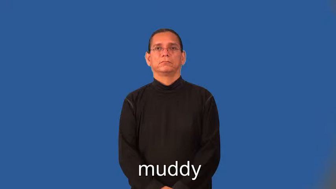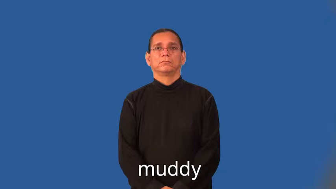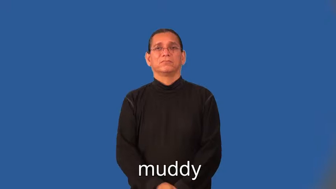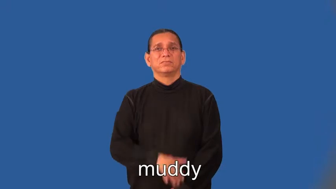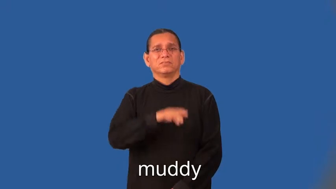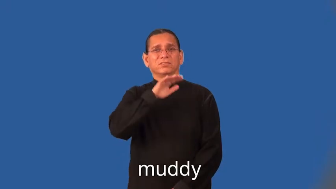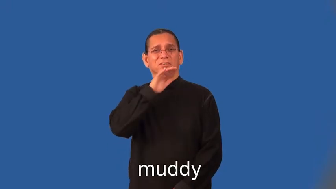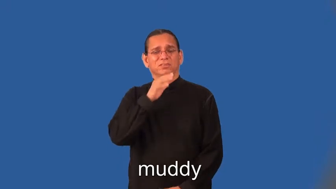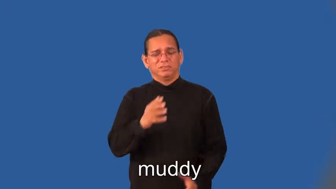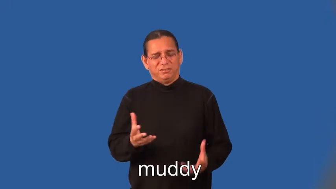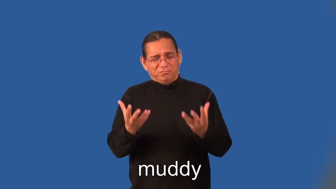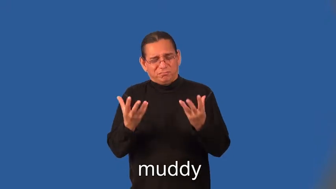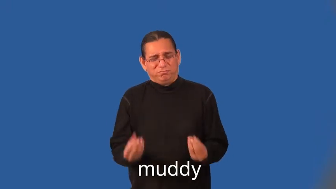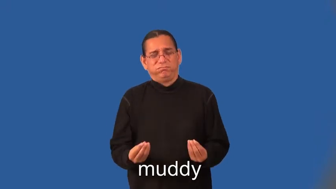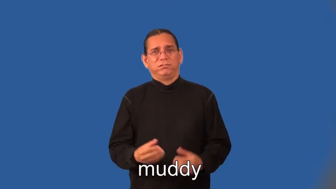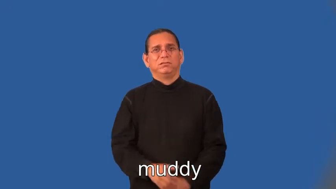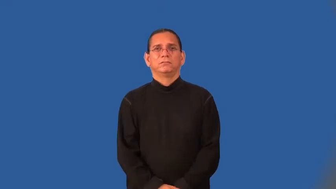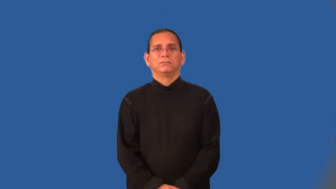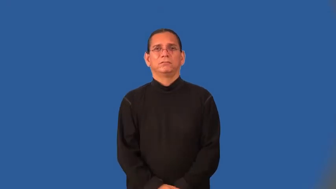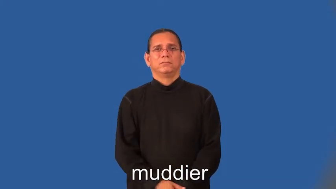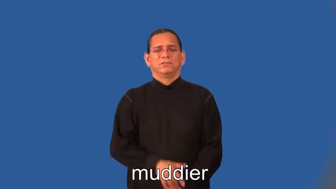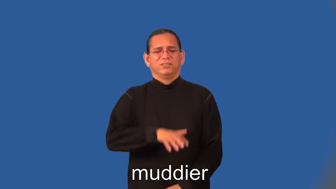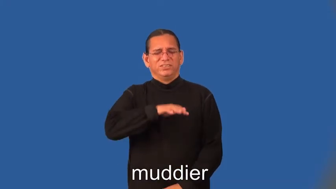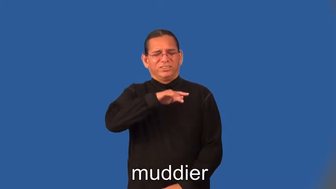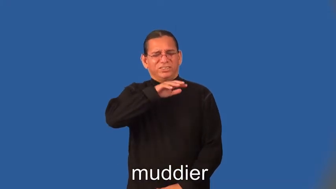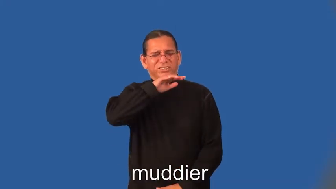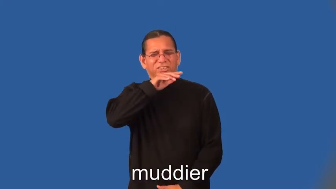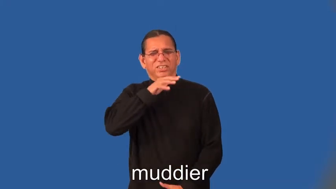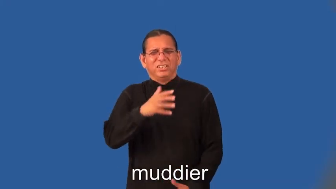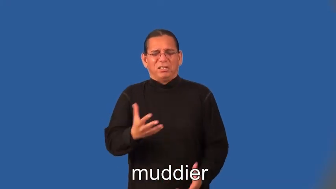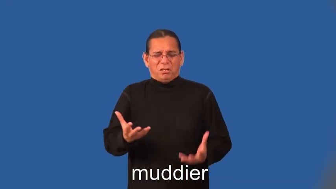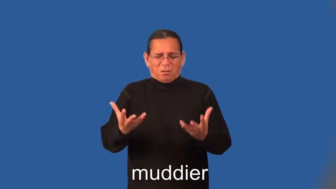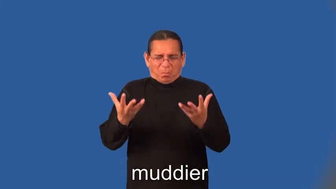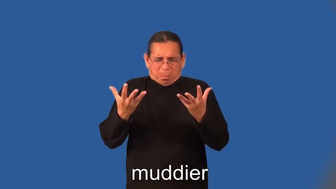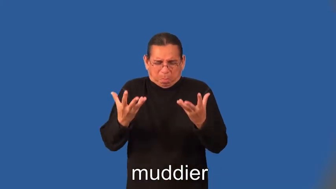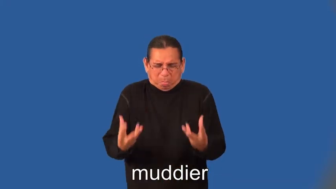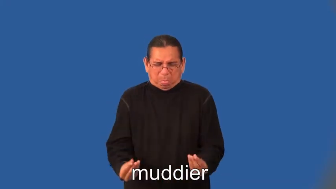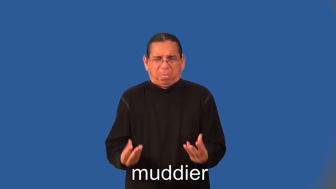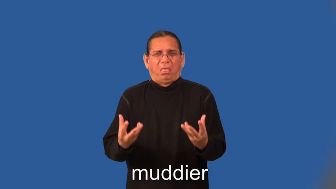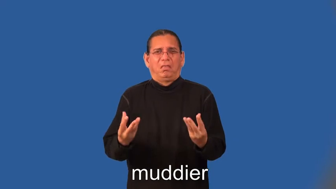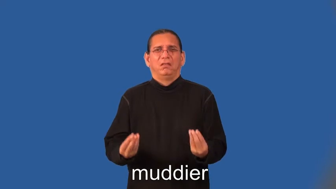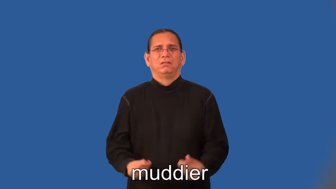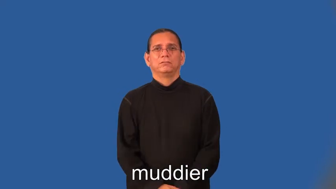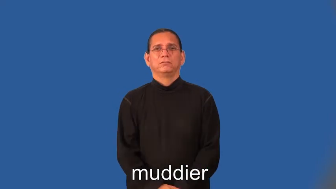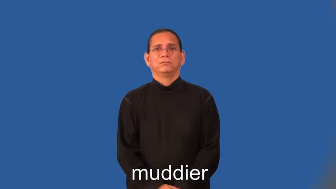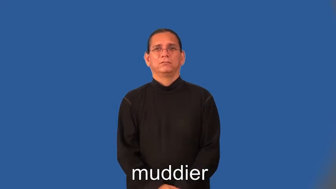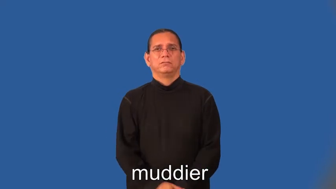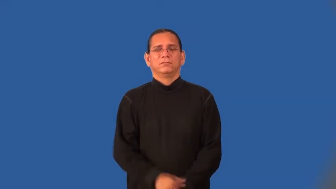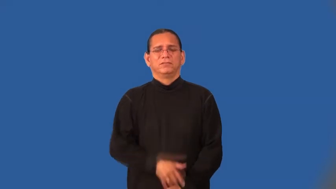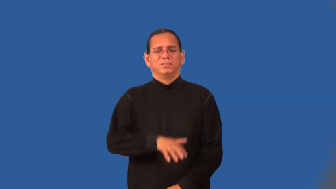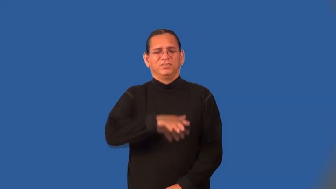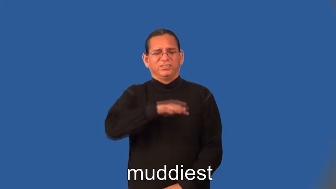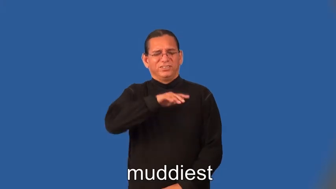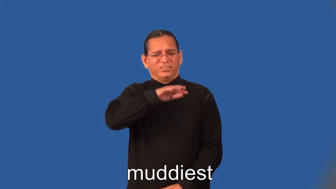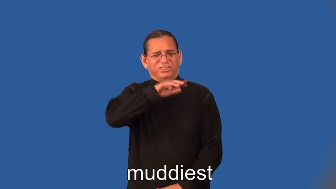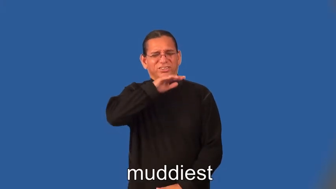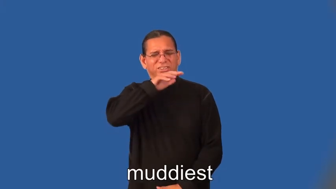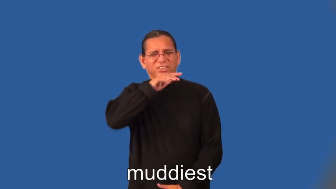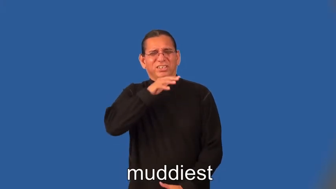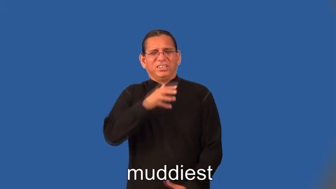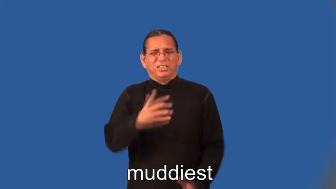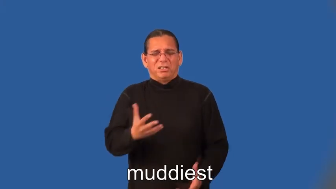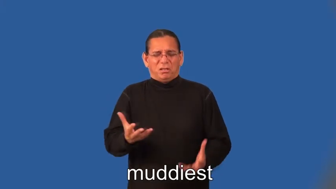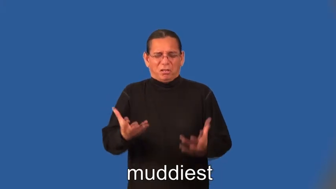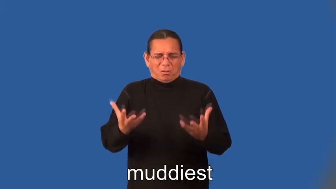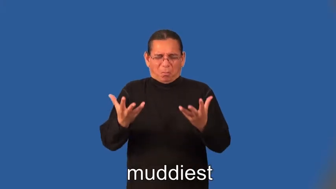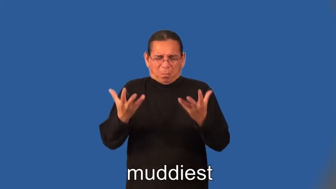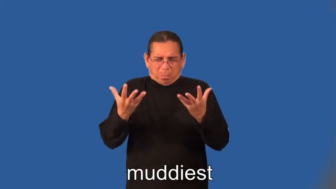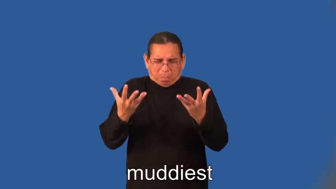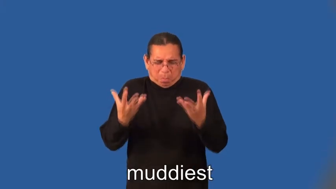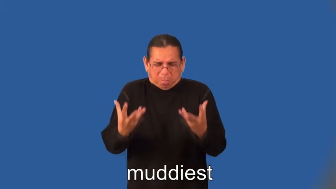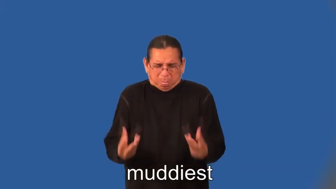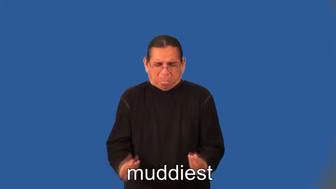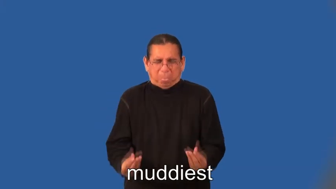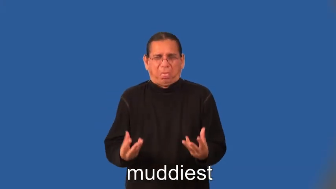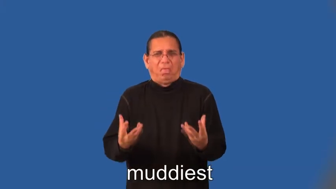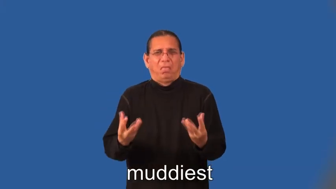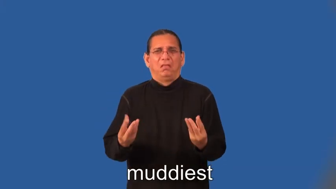muddier,muddiest